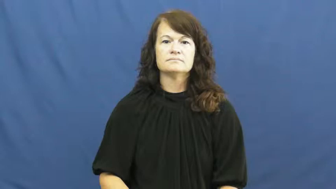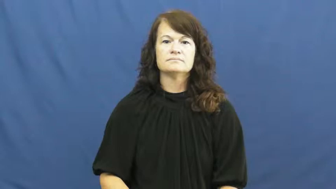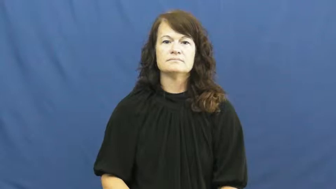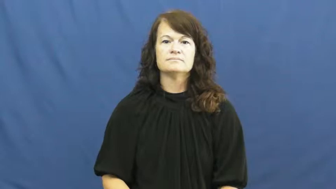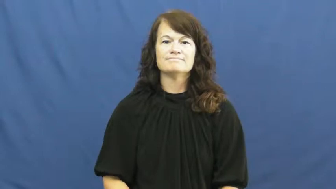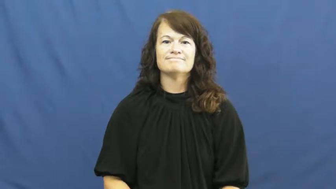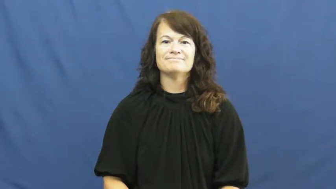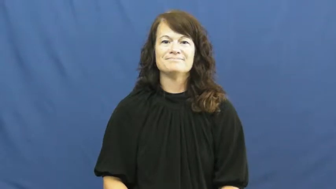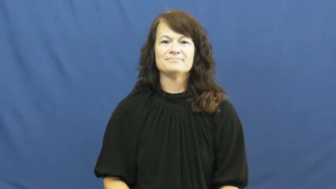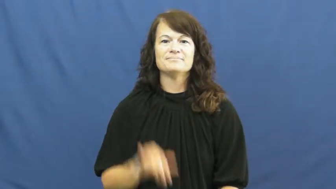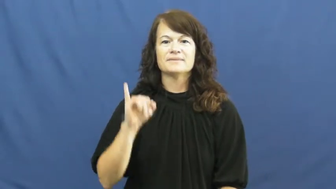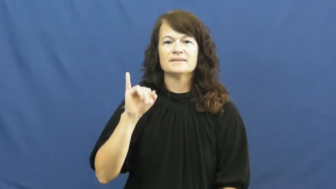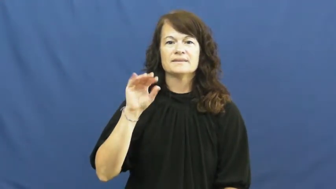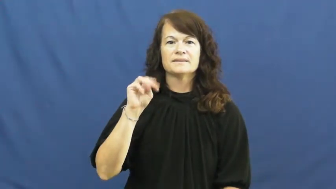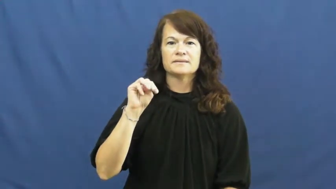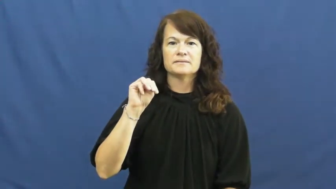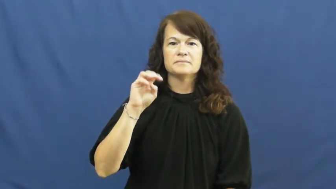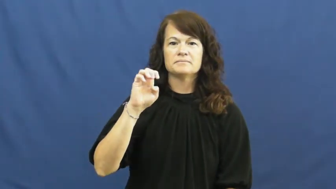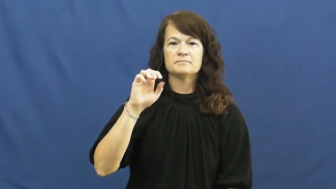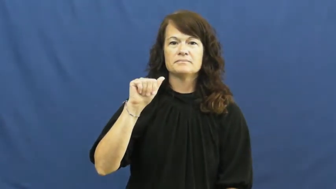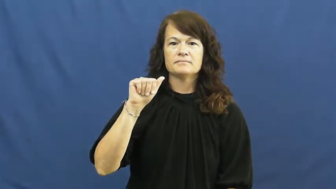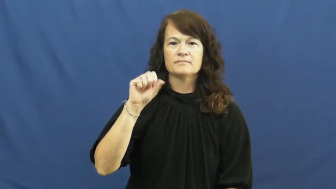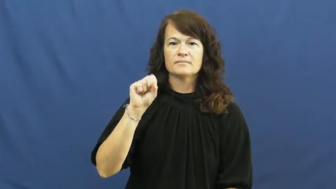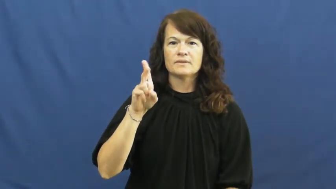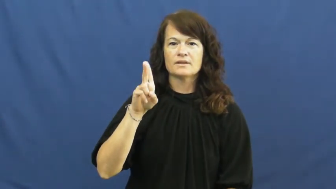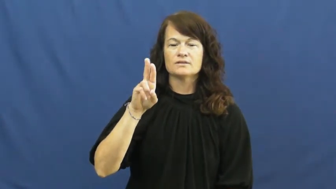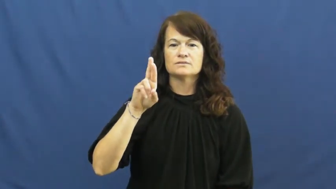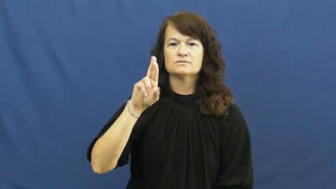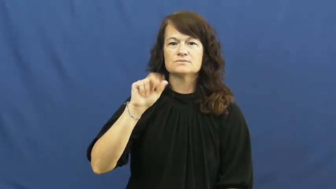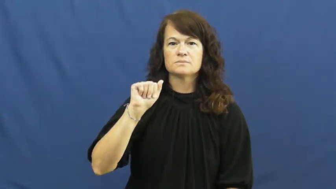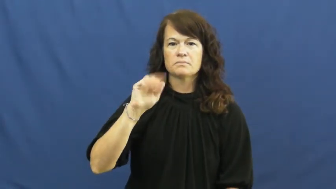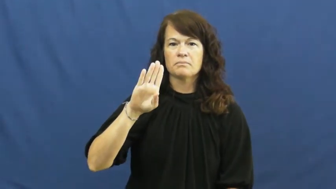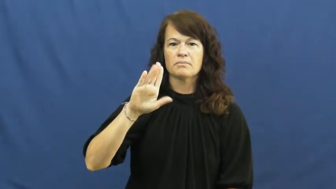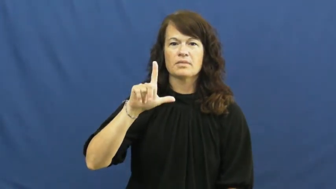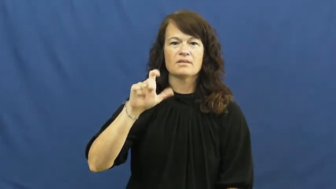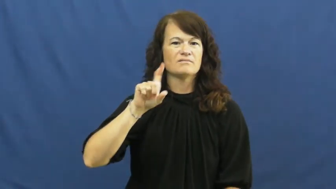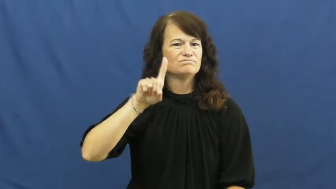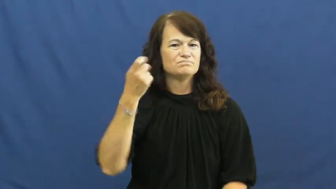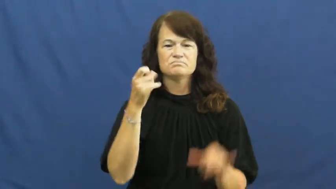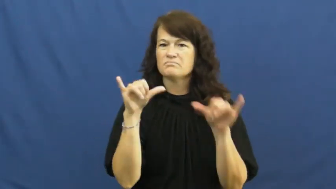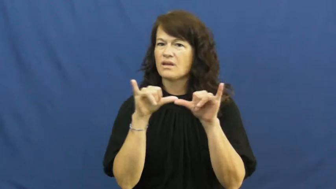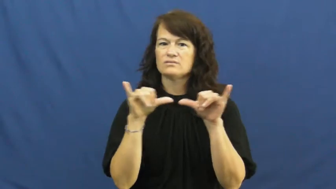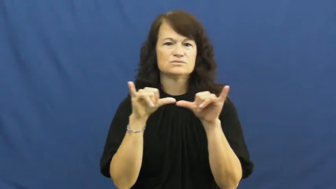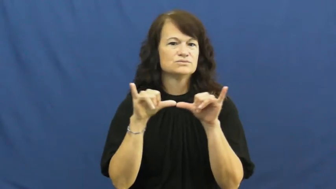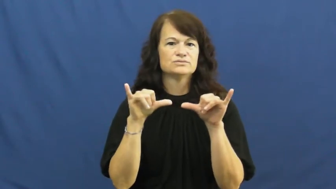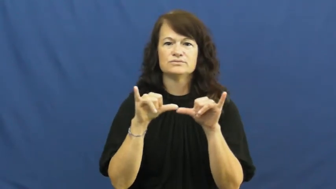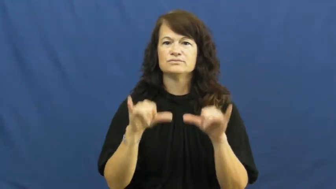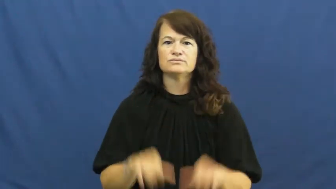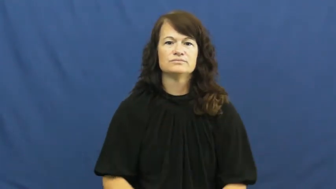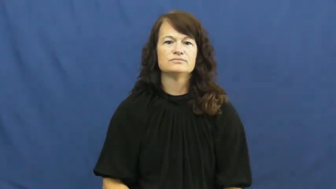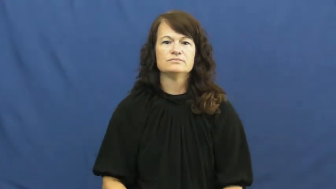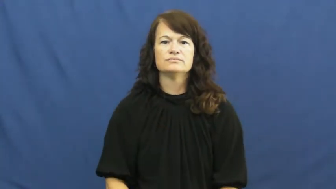immeasurable